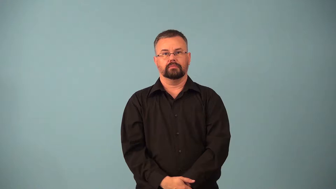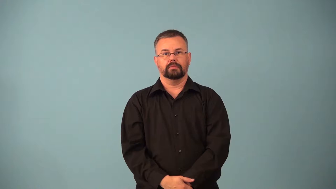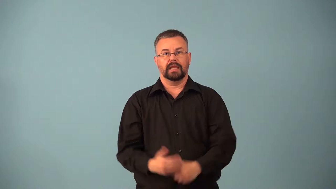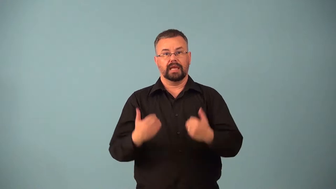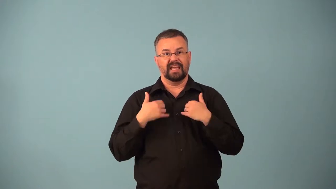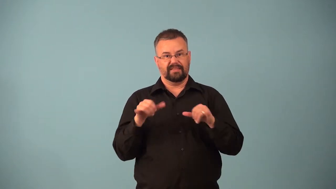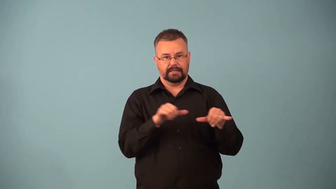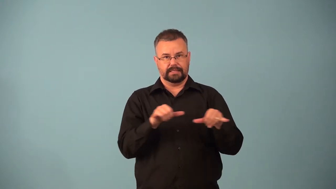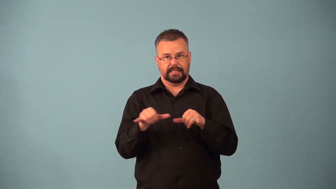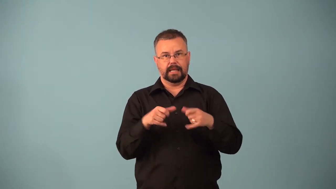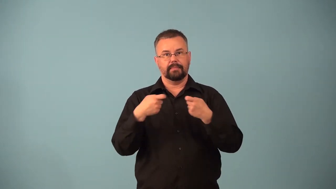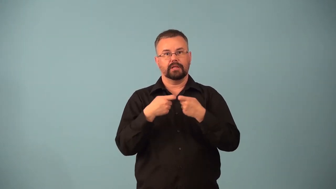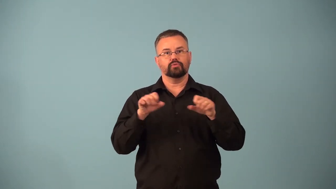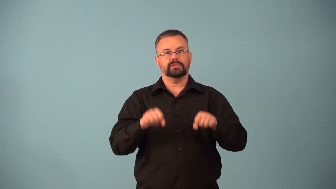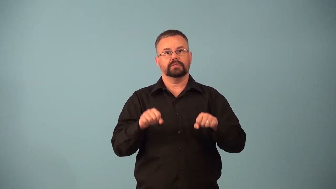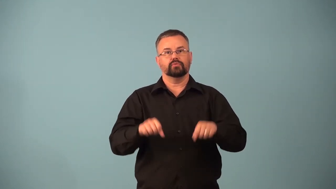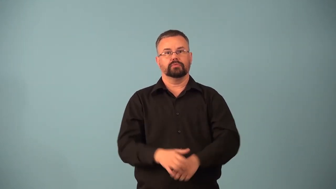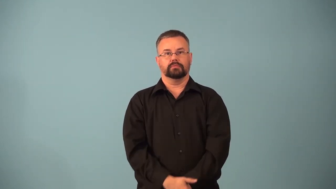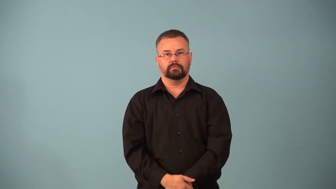equipotential